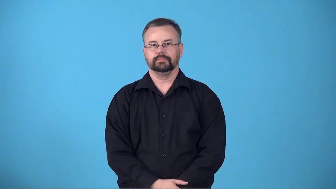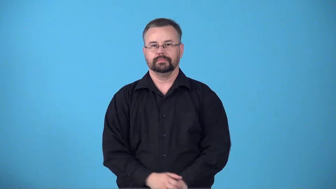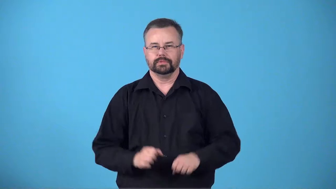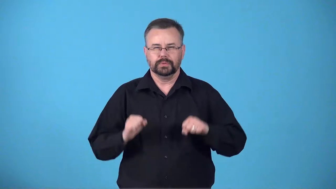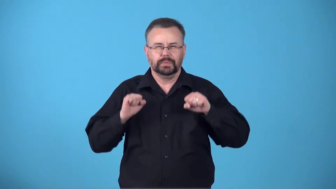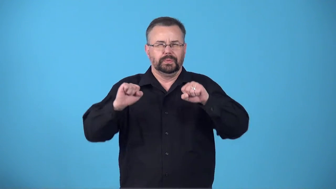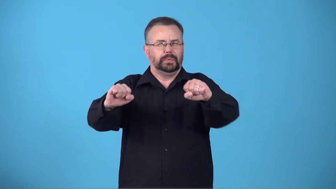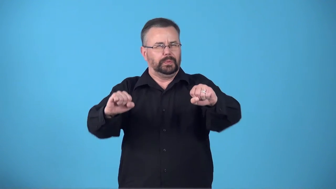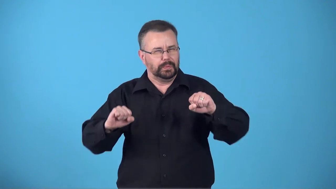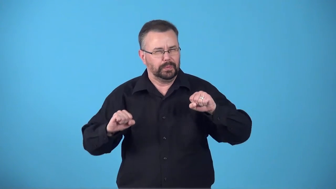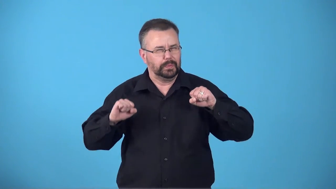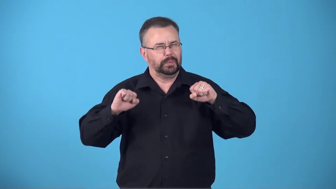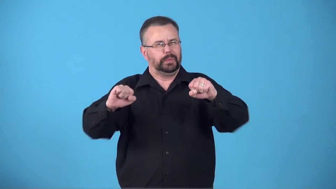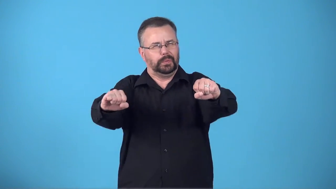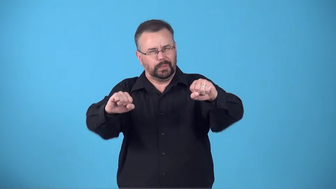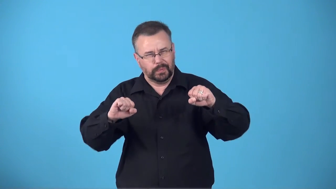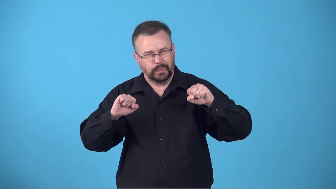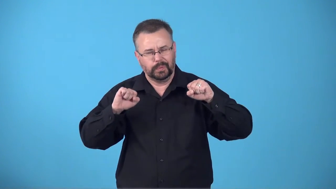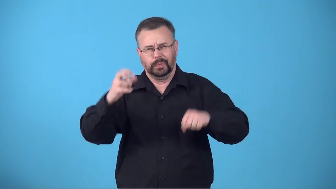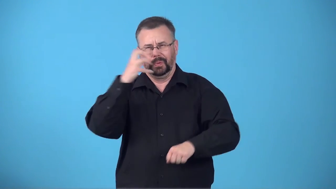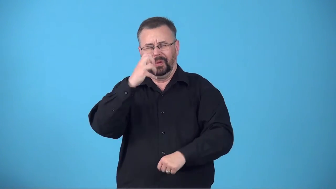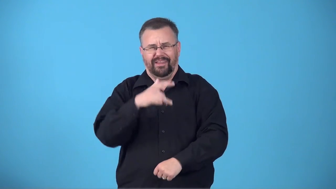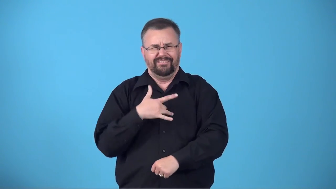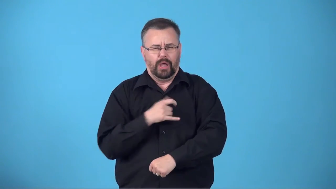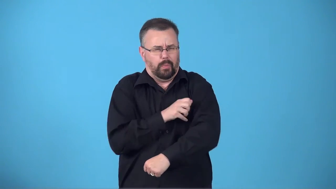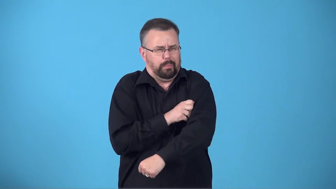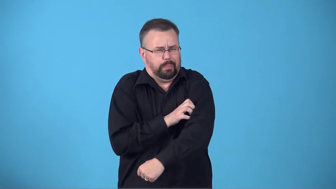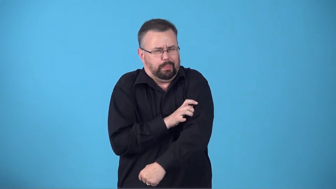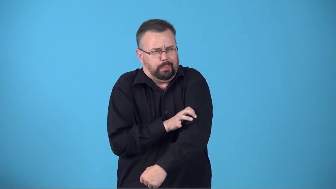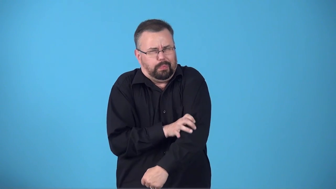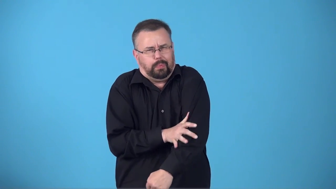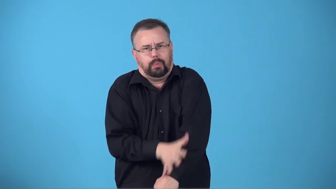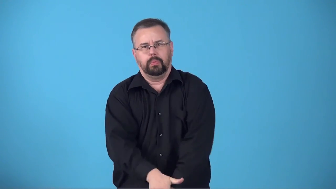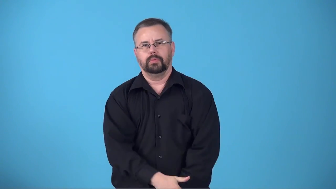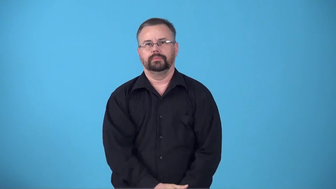burn-feeling in muscles from exercise